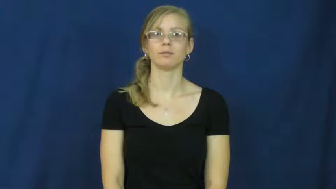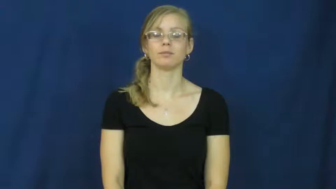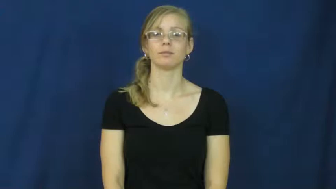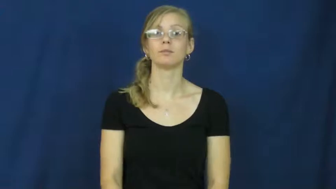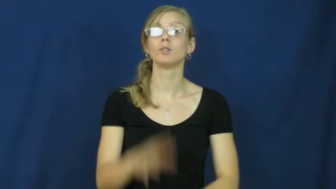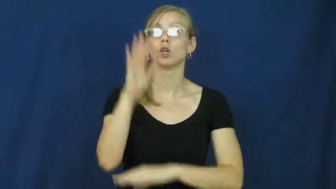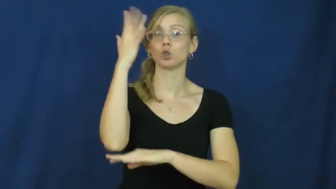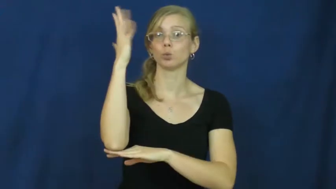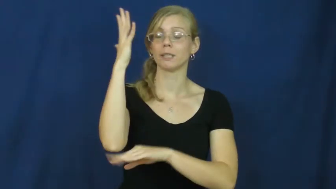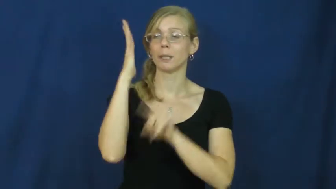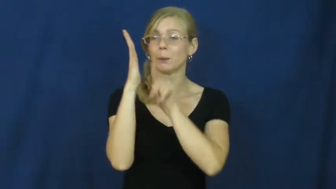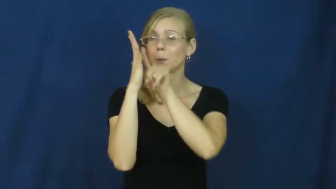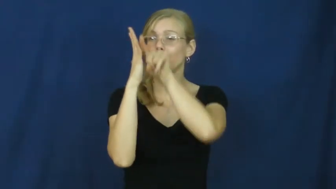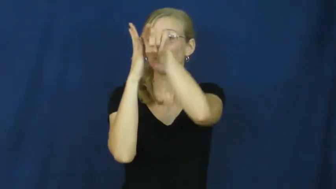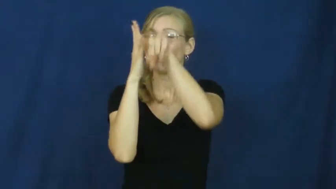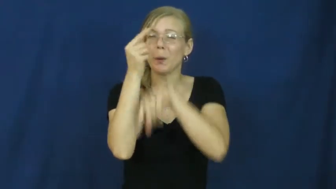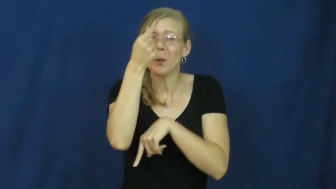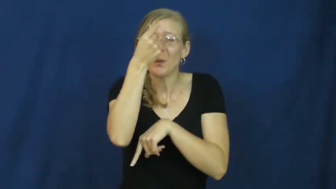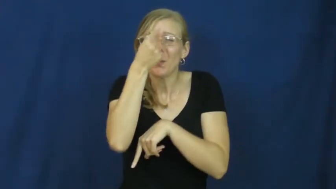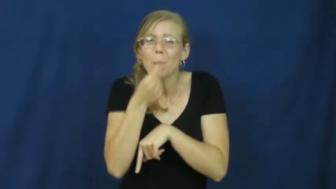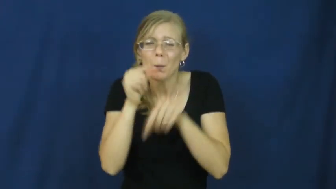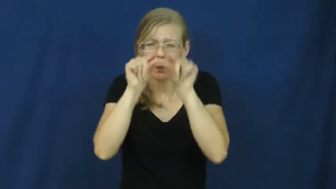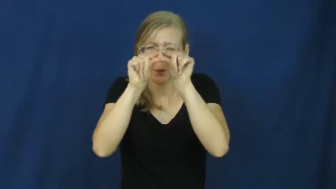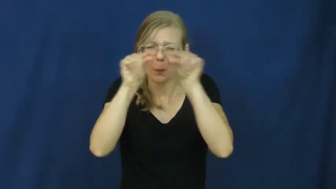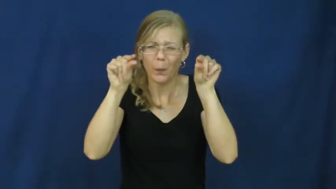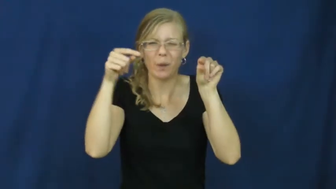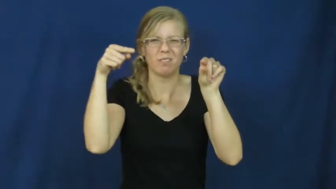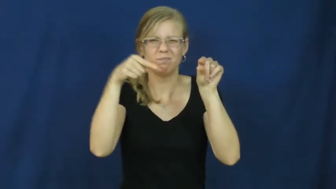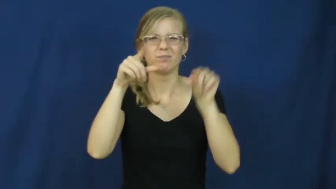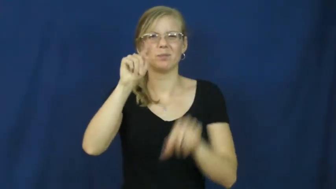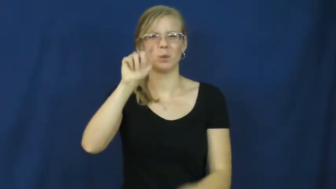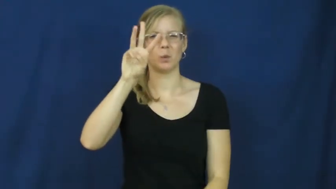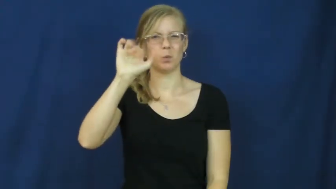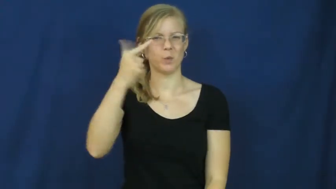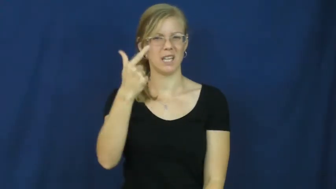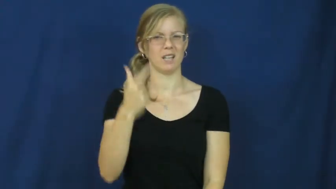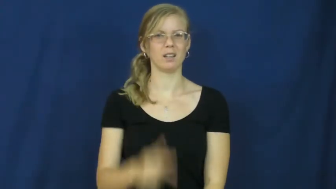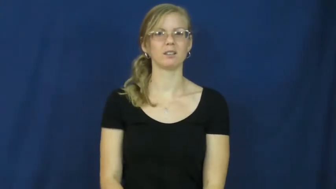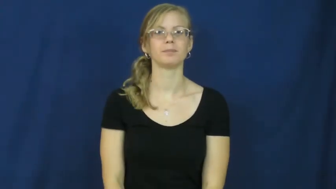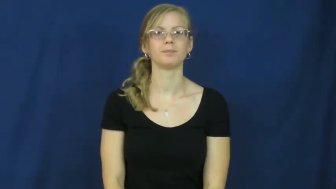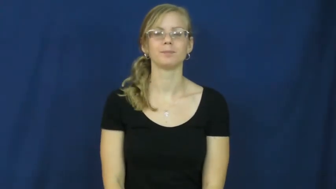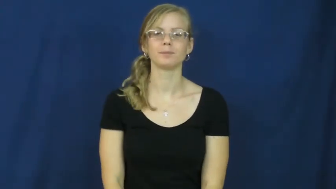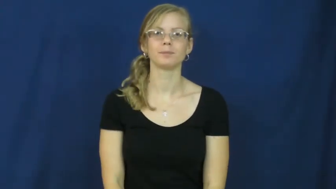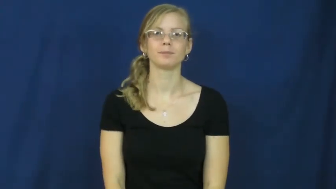twig,switch